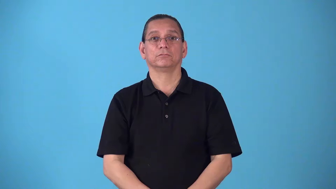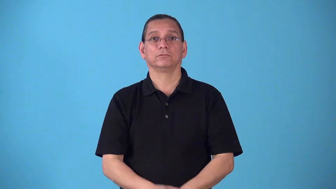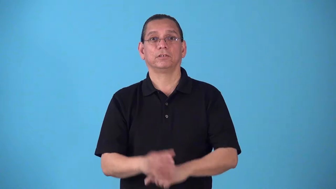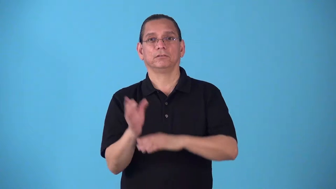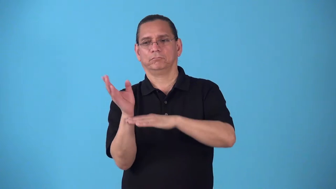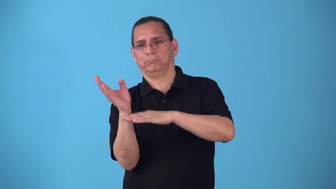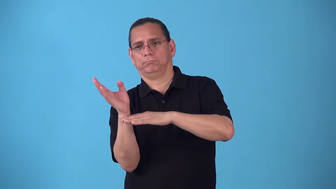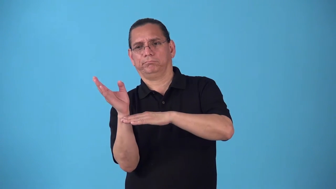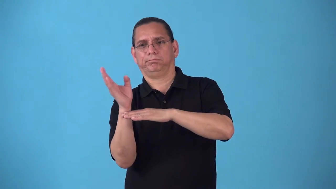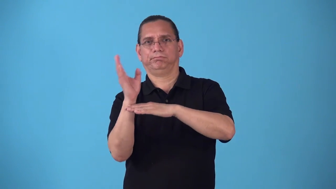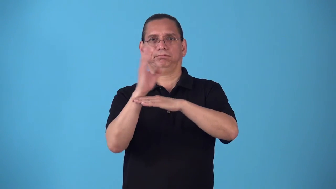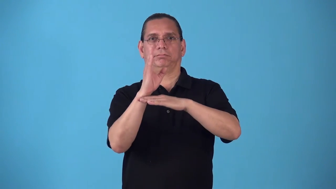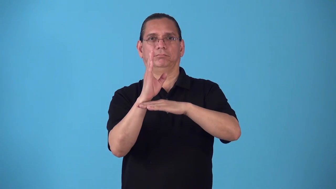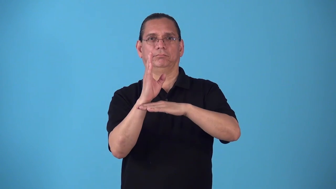right cause to be straight, not tilt